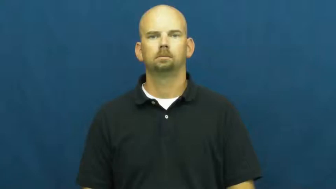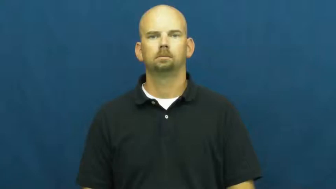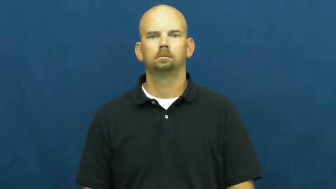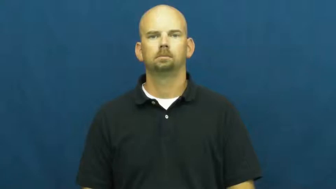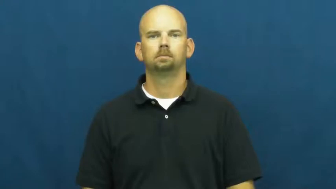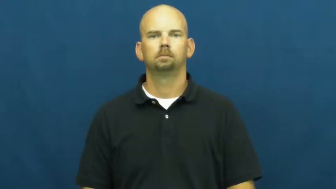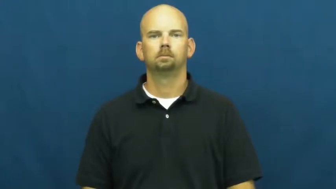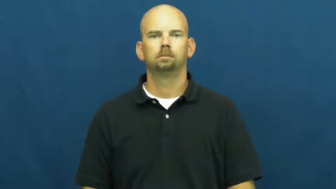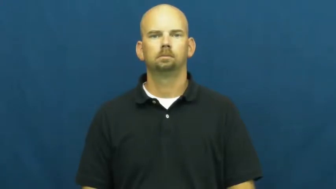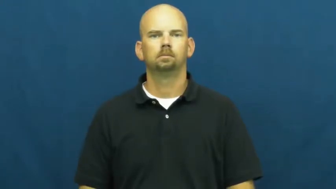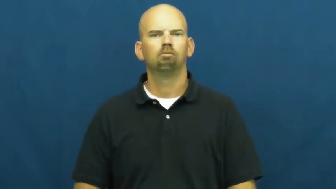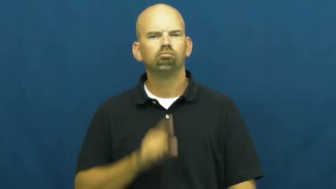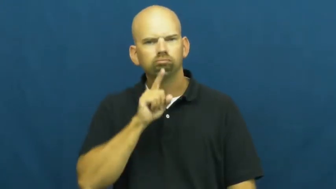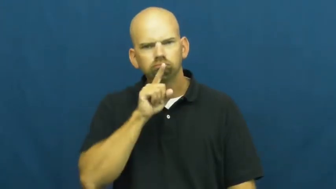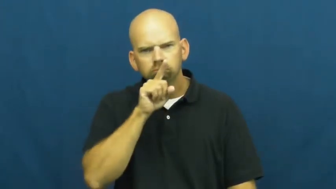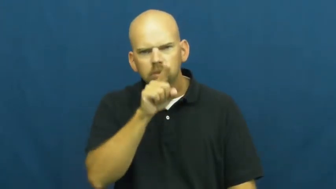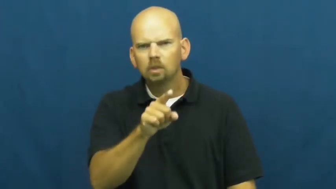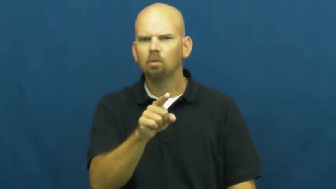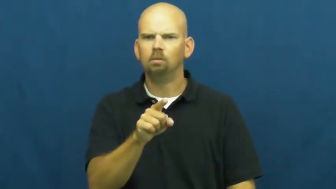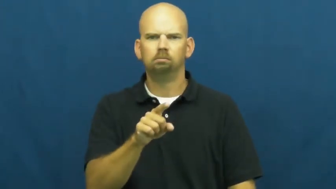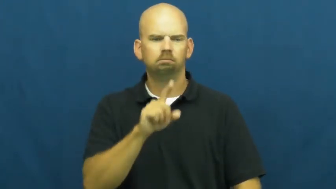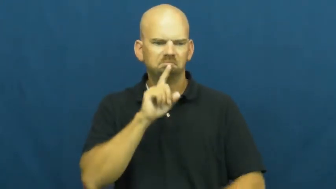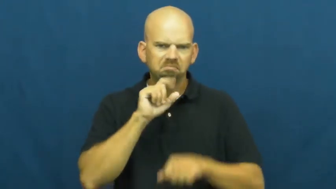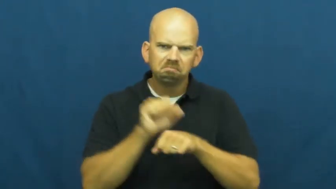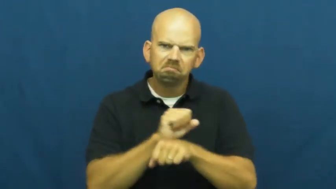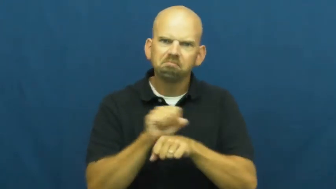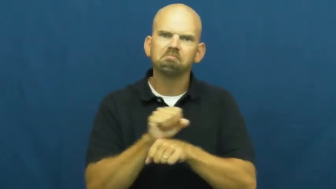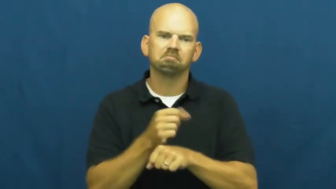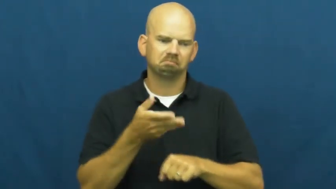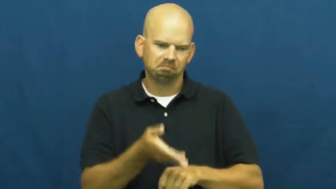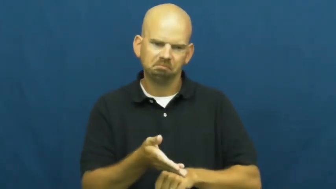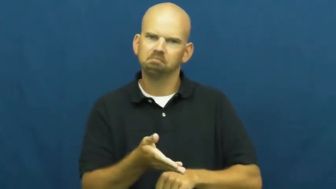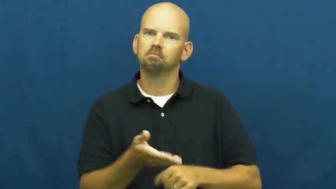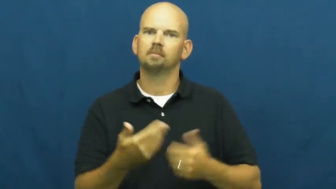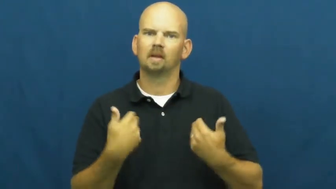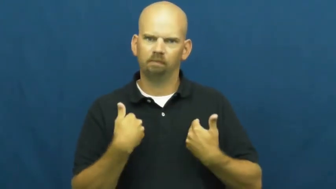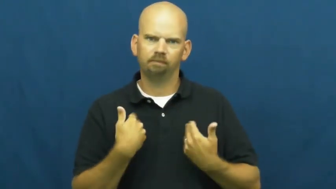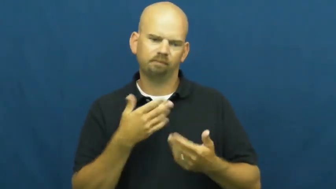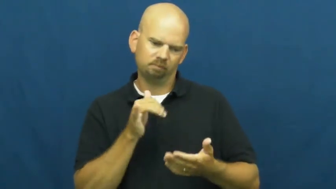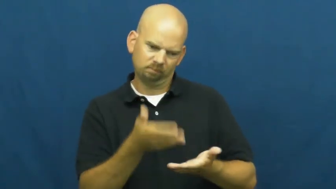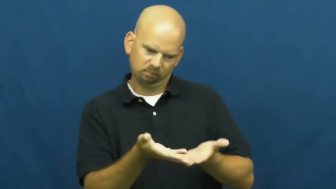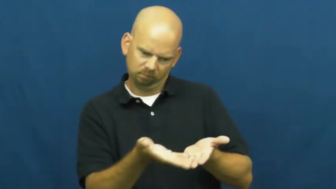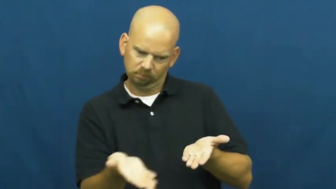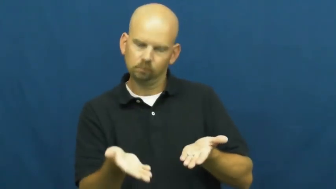substantial,concrete